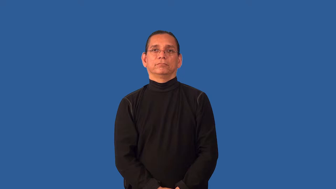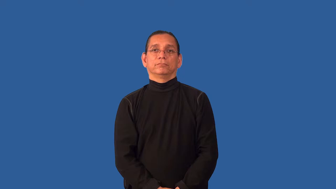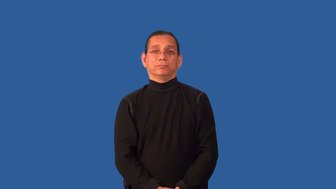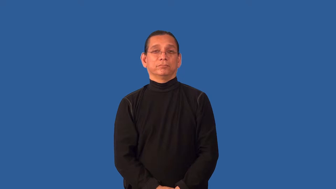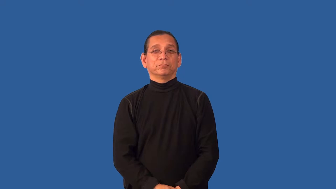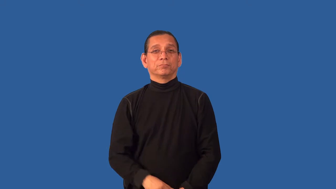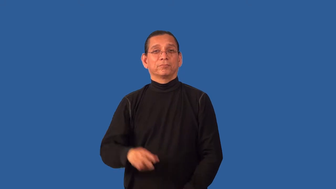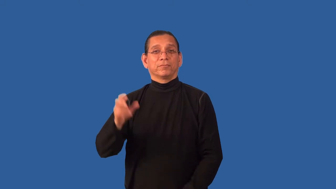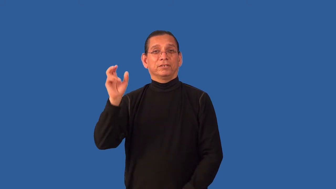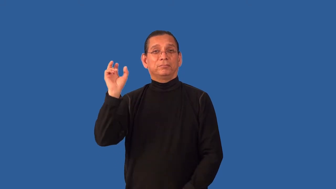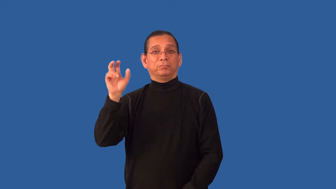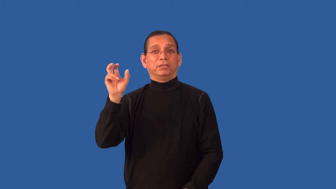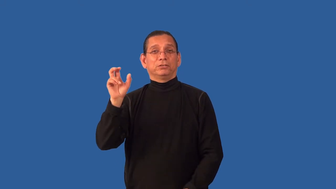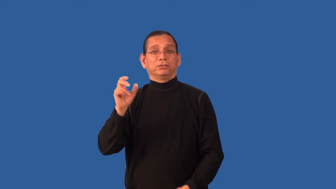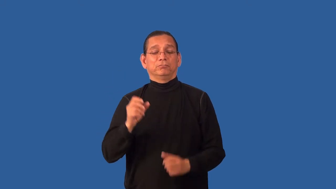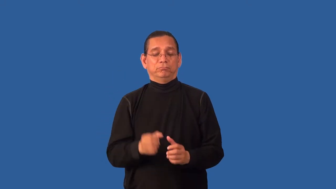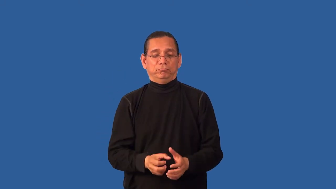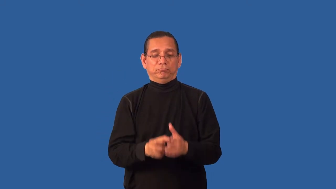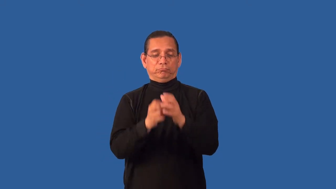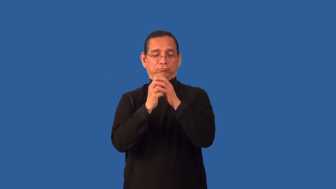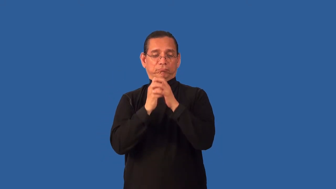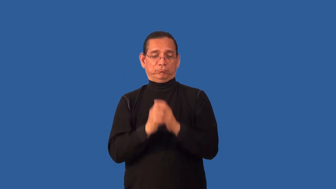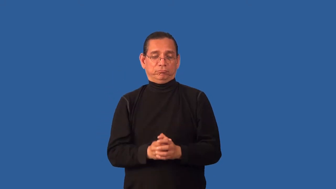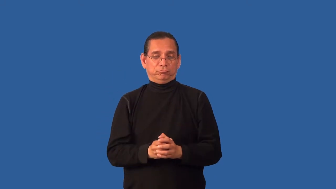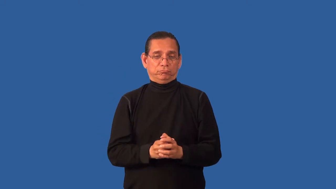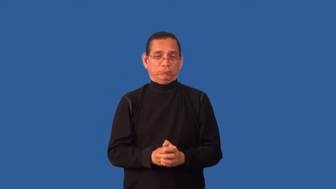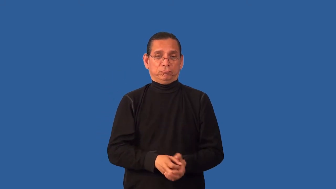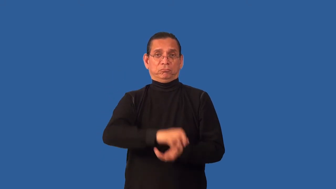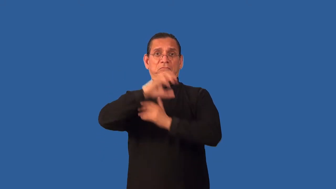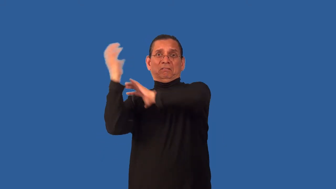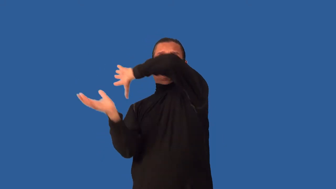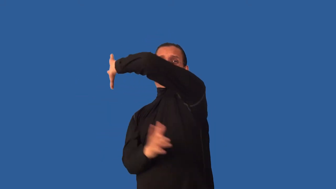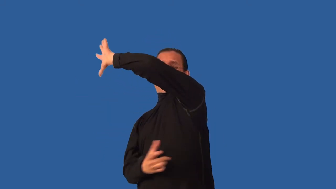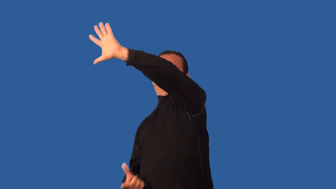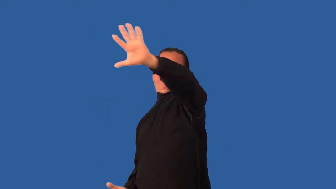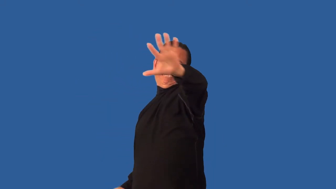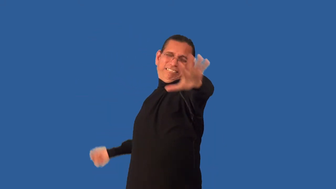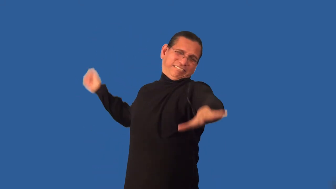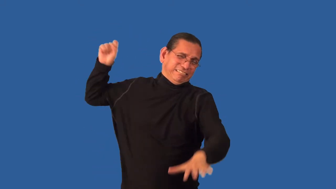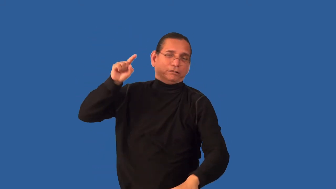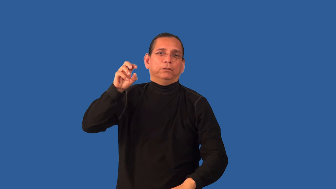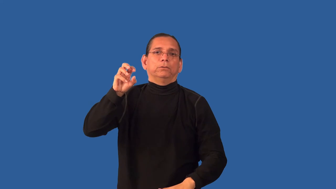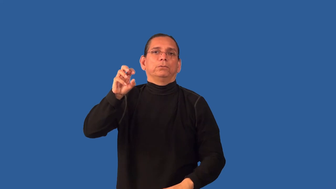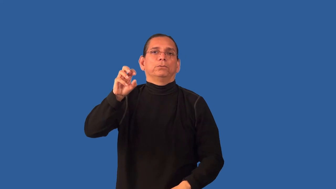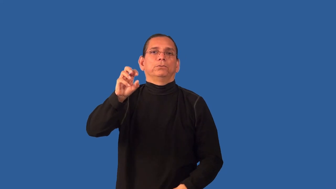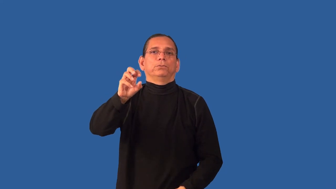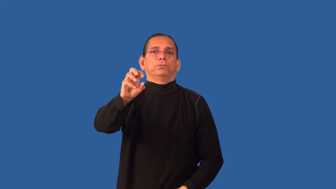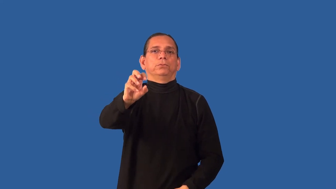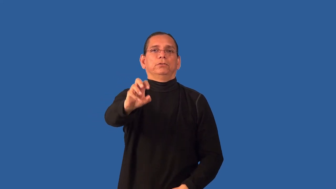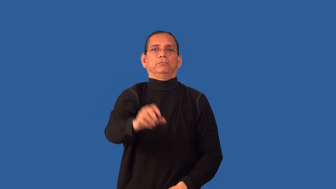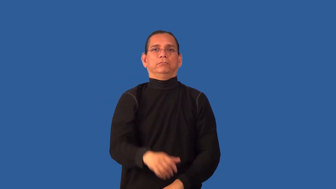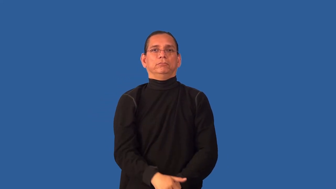changeup-baseball